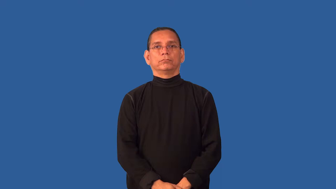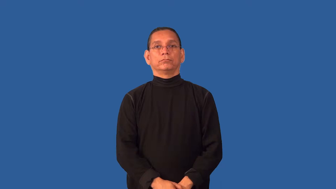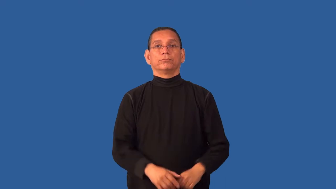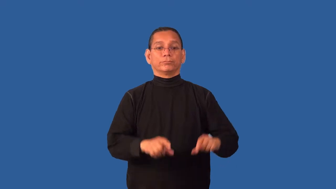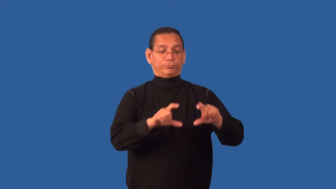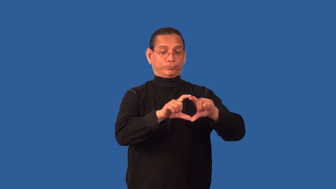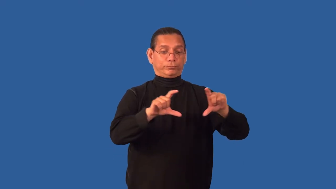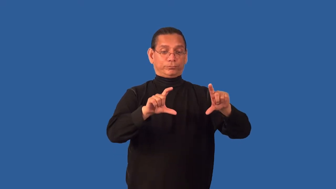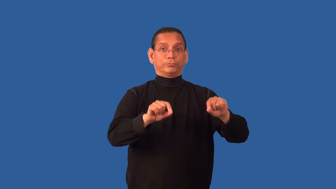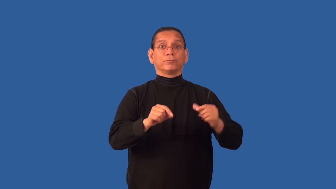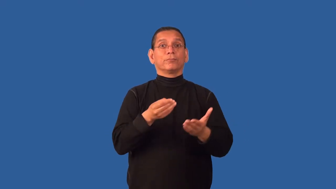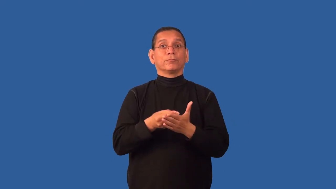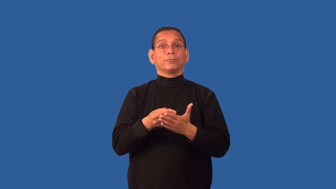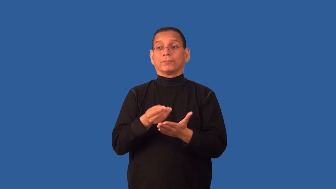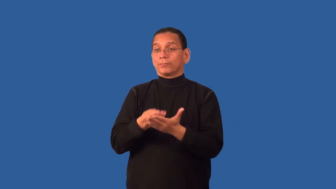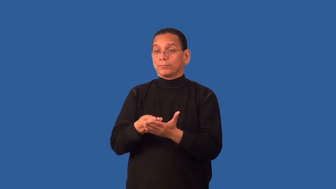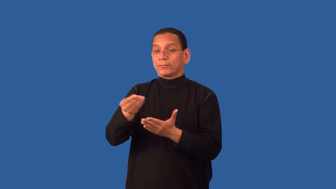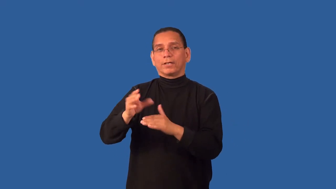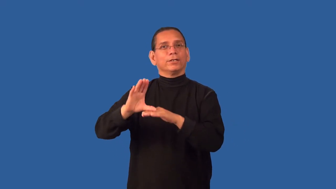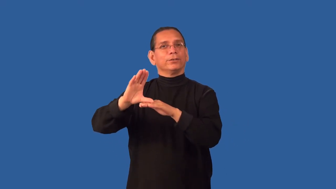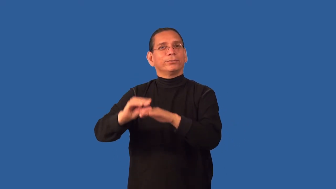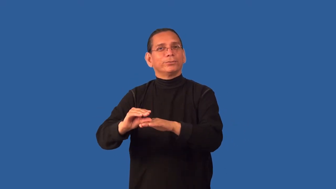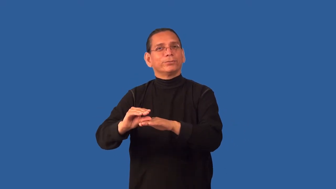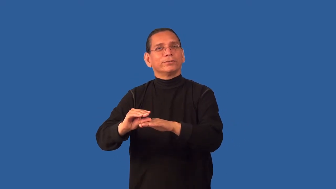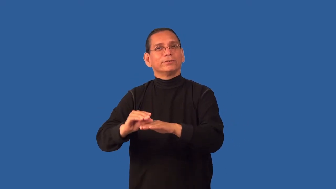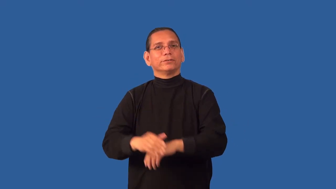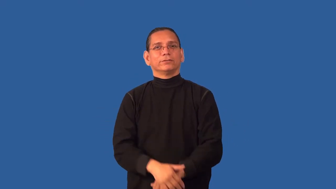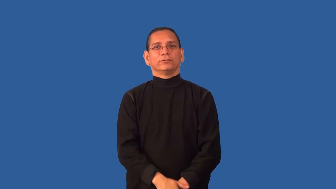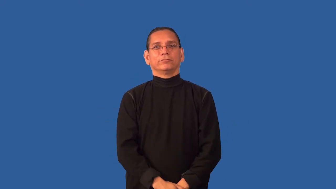coupon